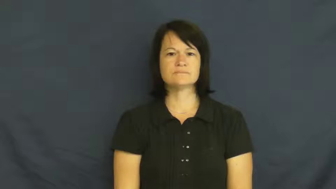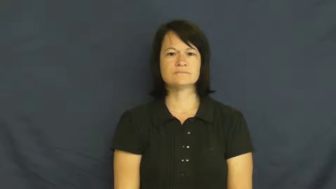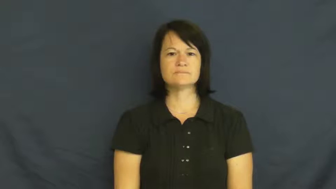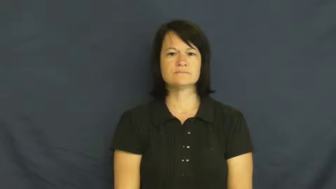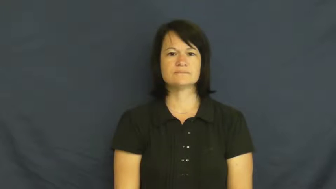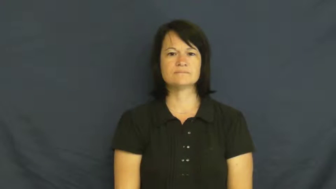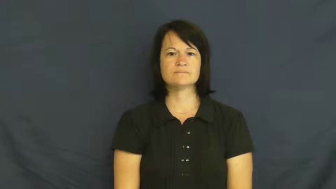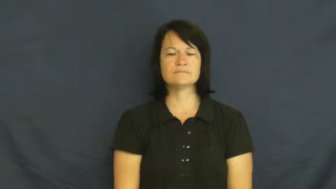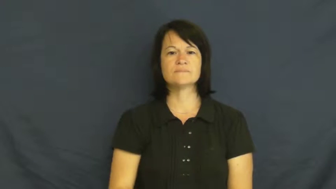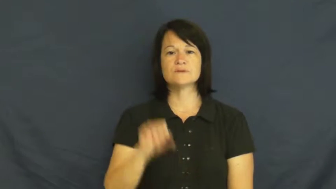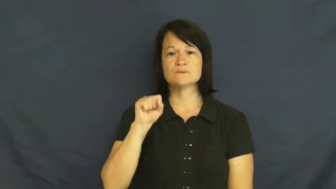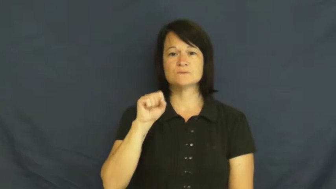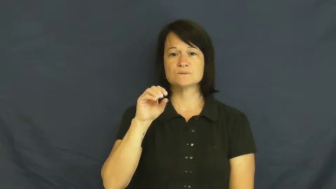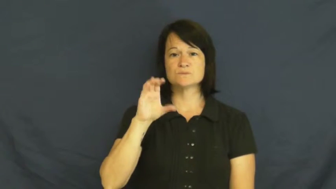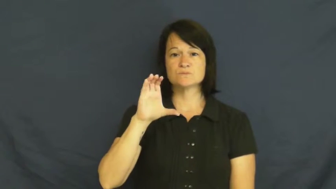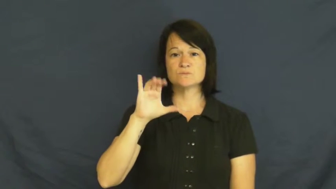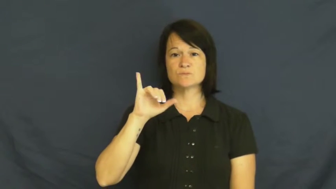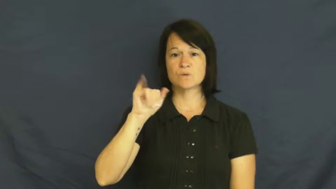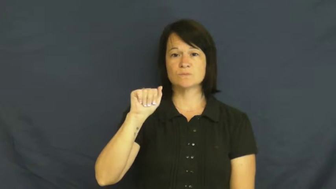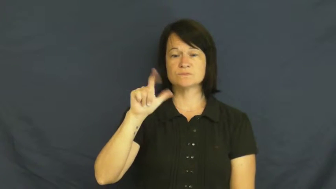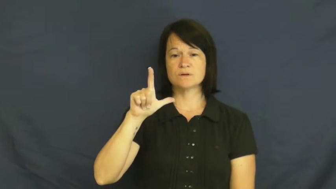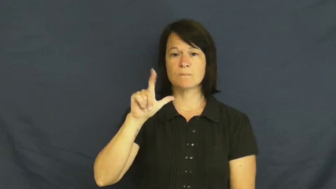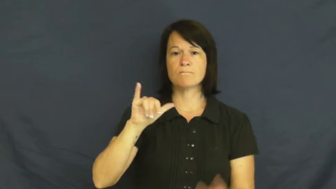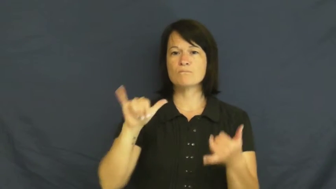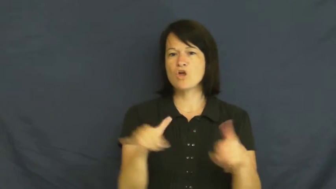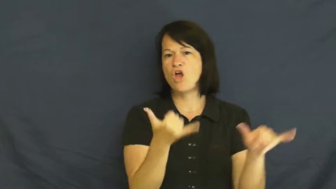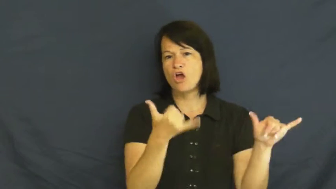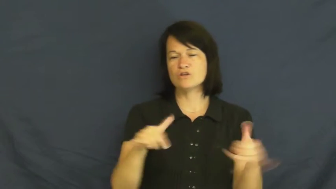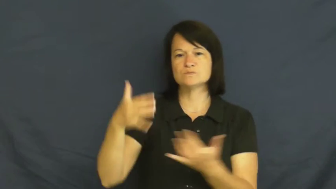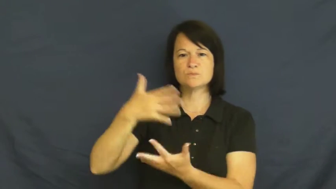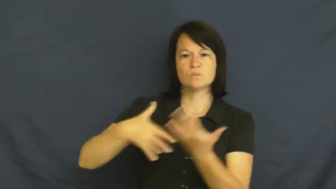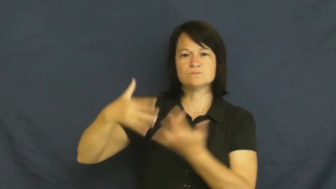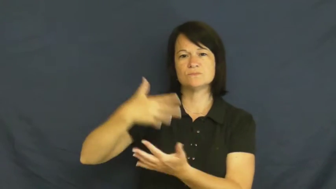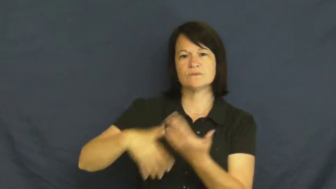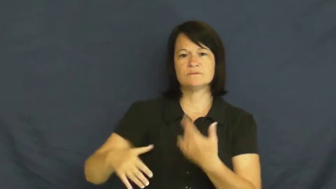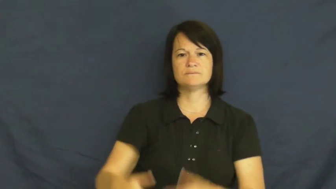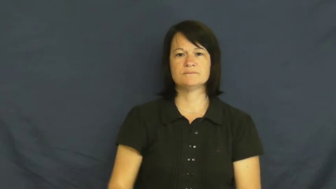social-party